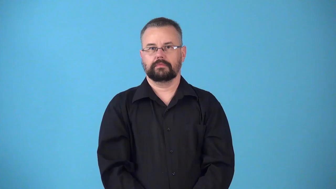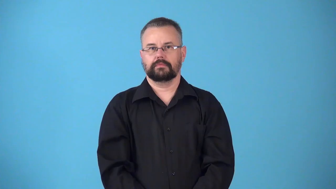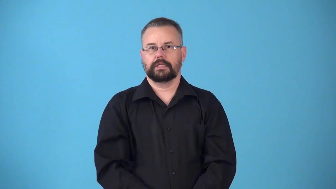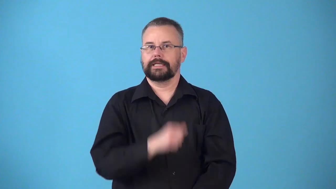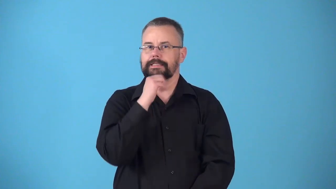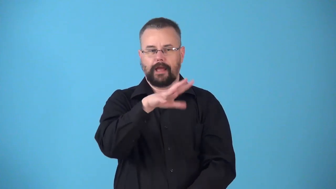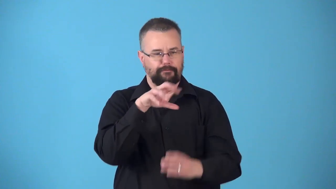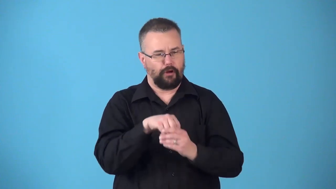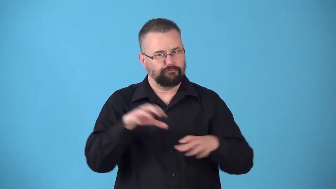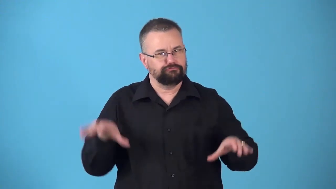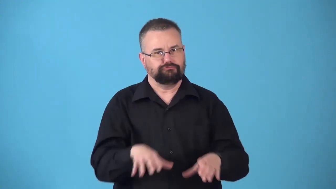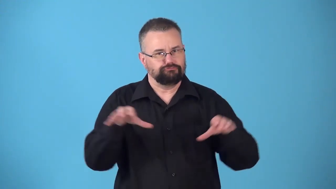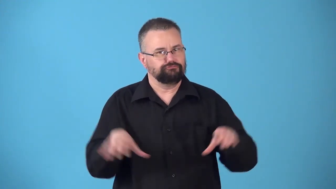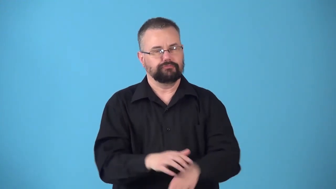nonparticipating